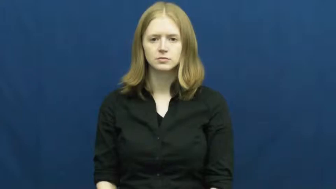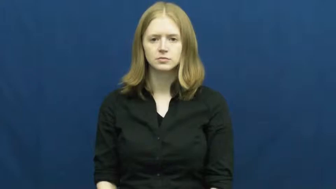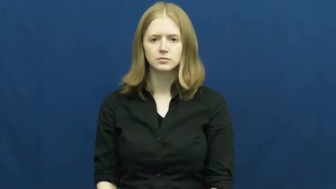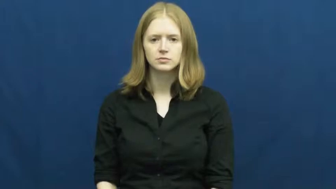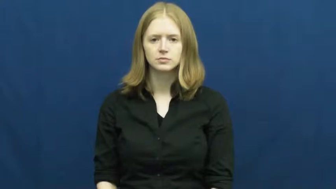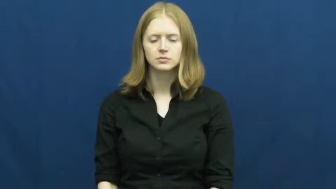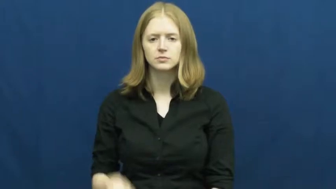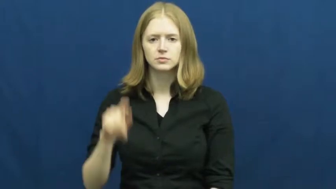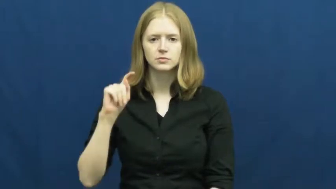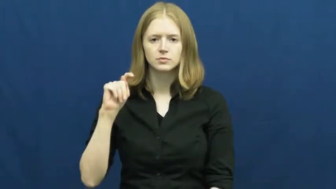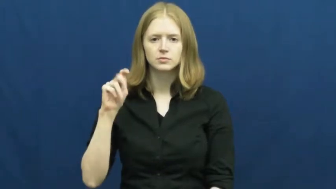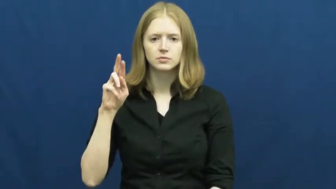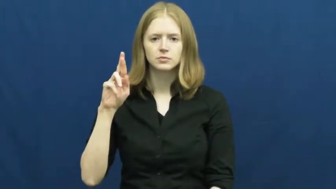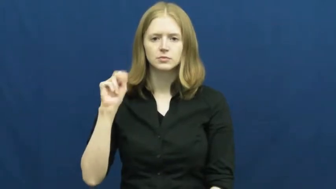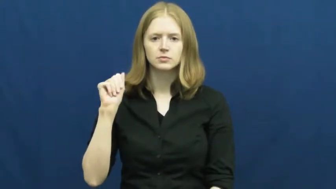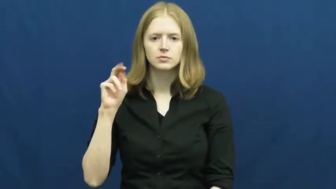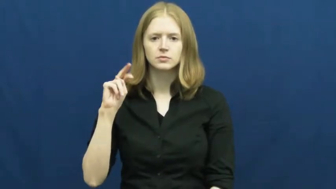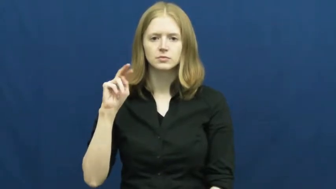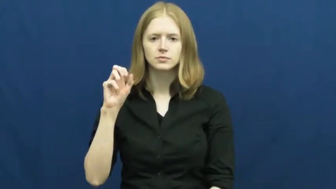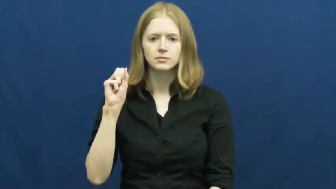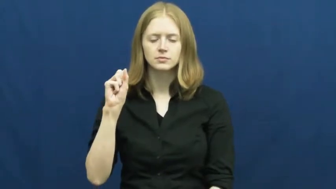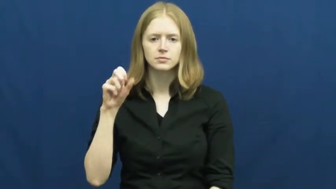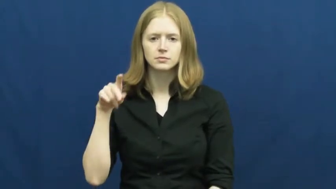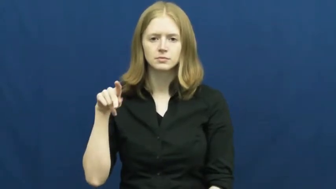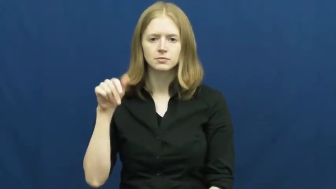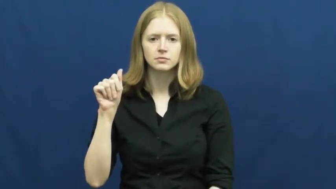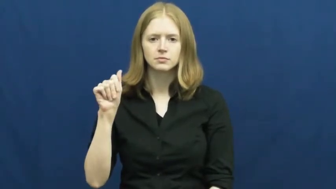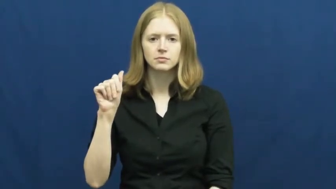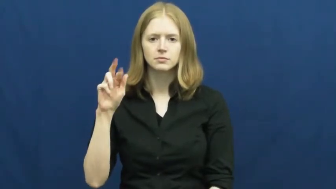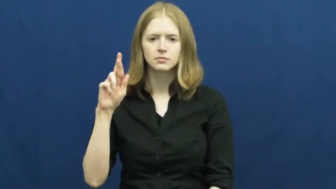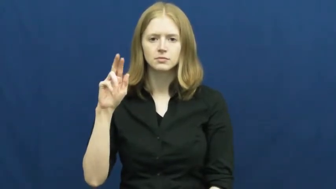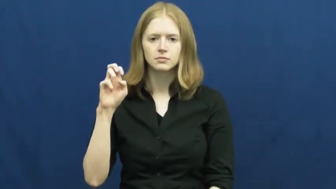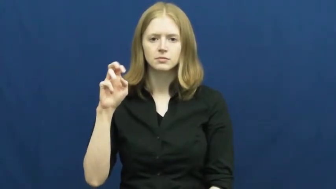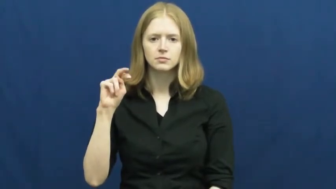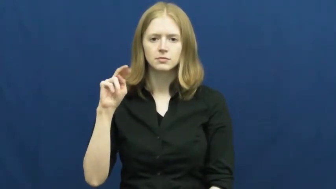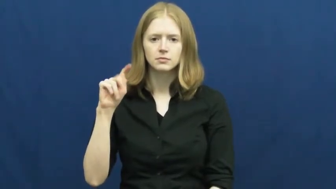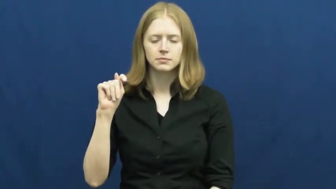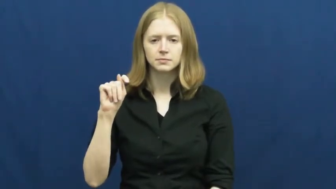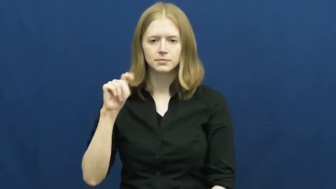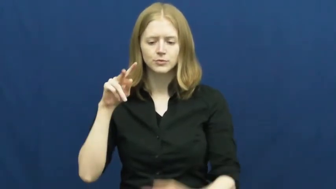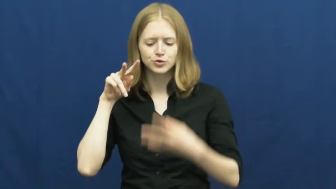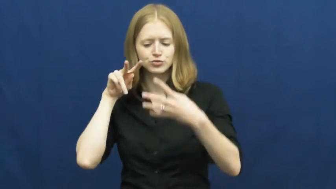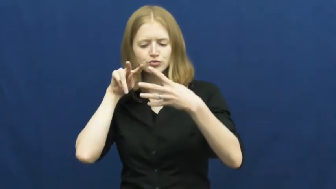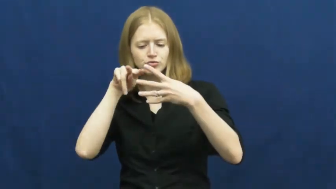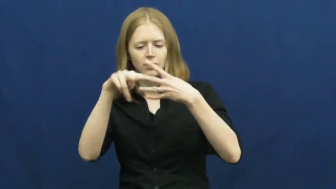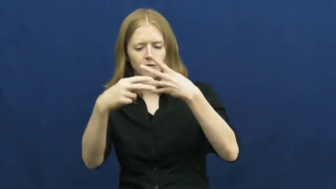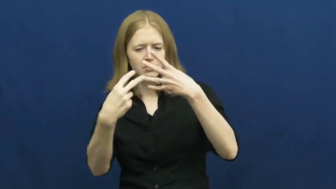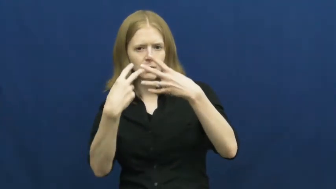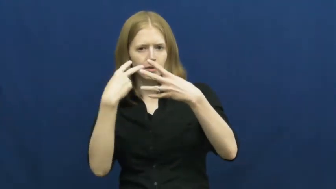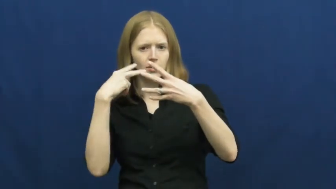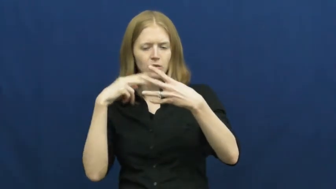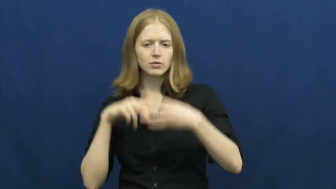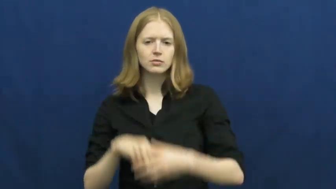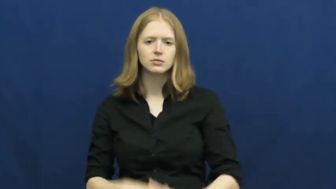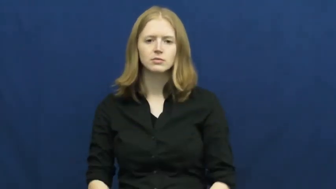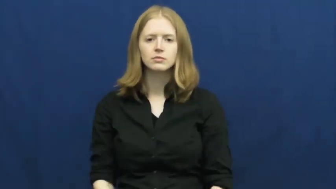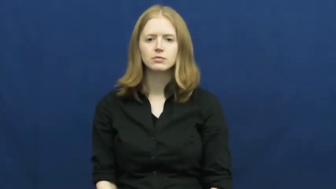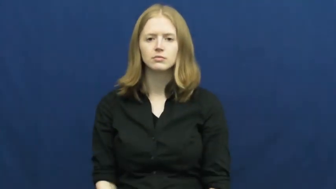transparent